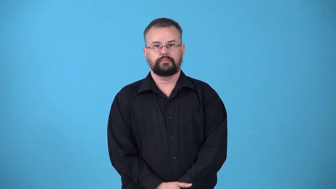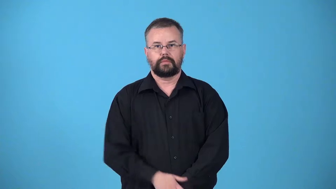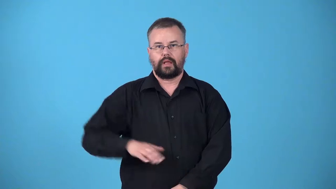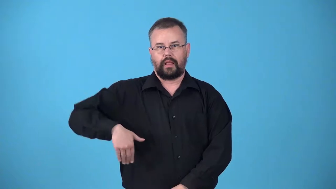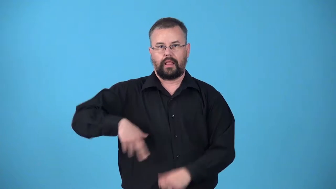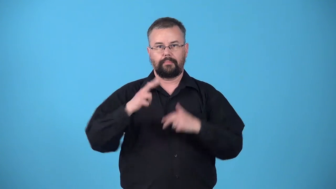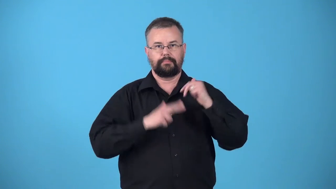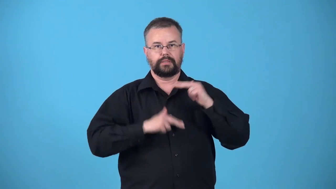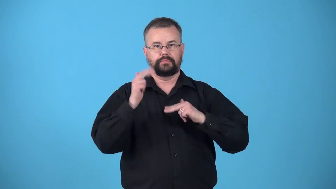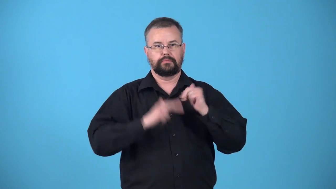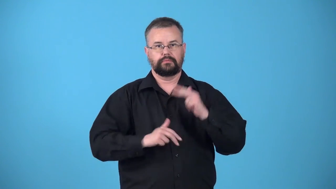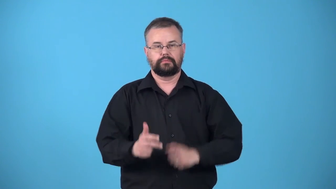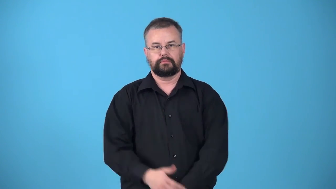unbuilt,unconstructed